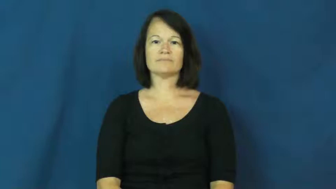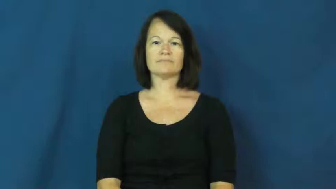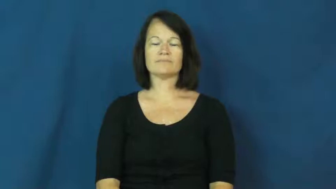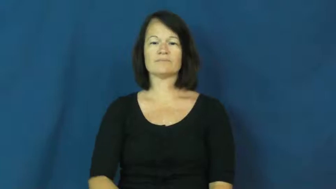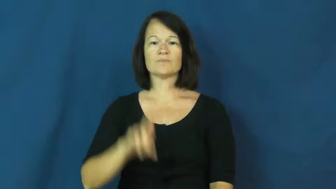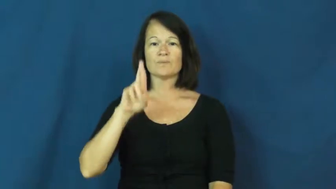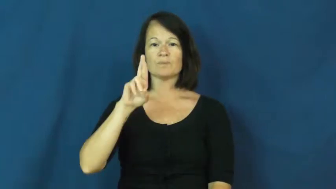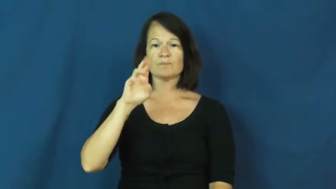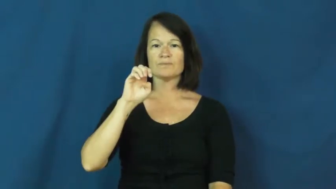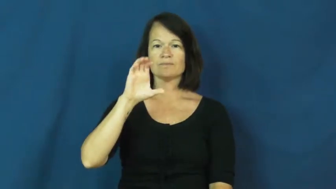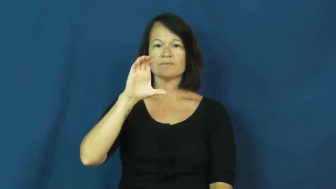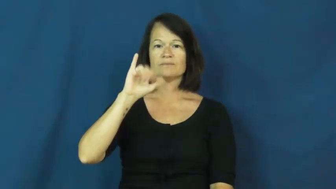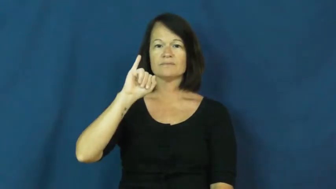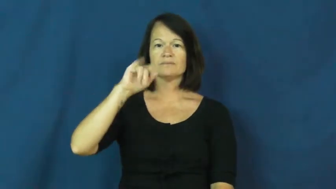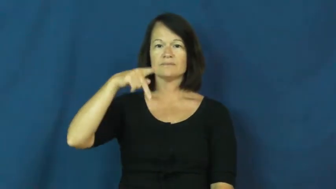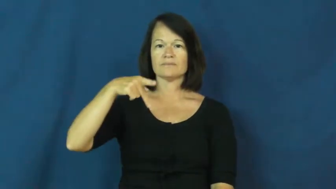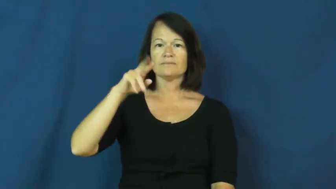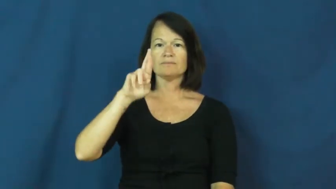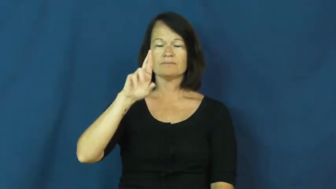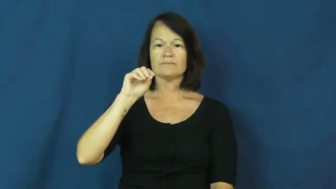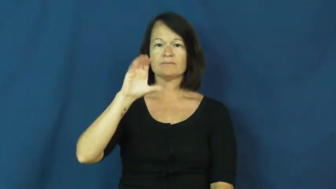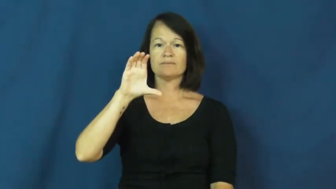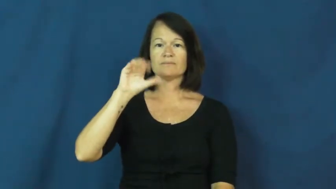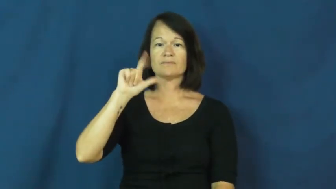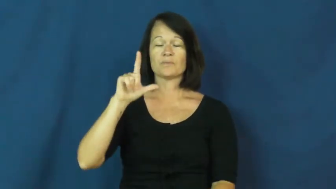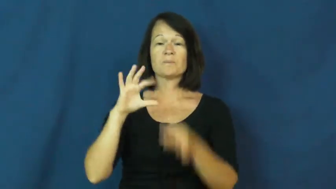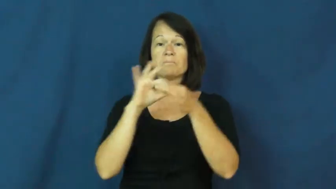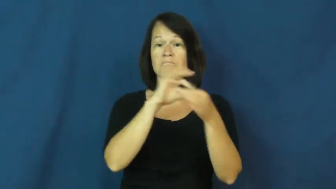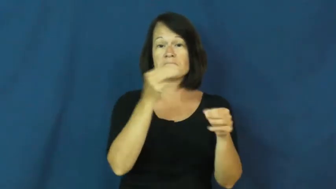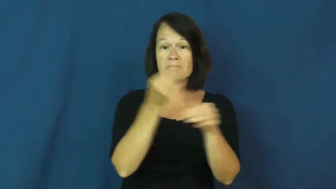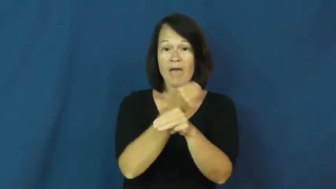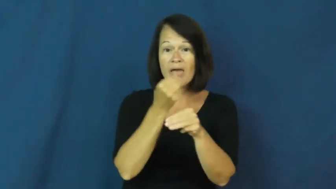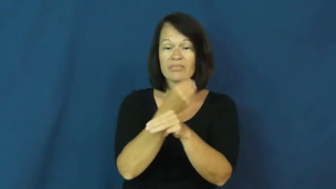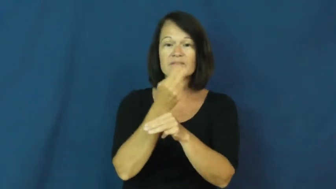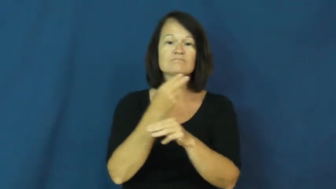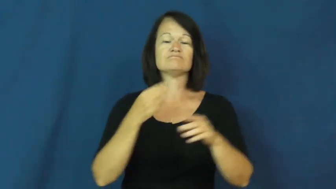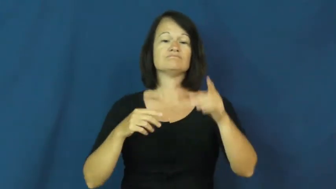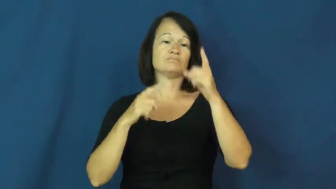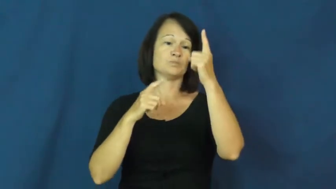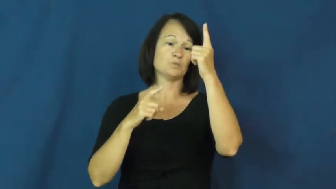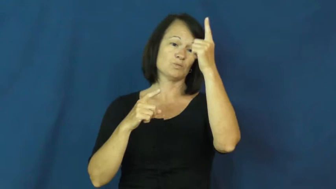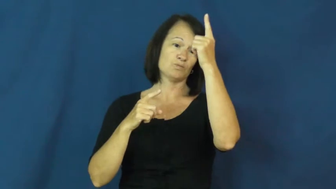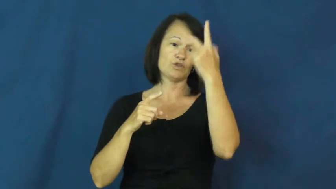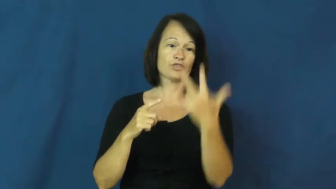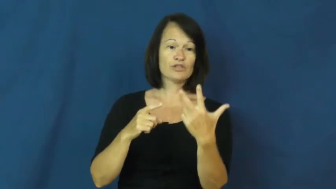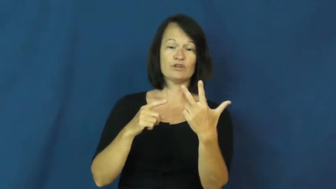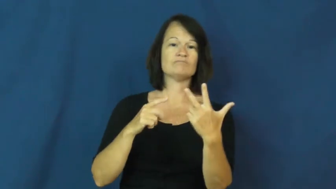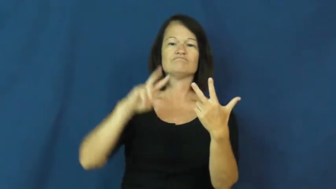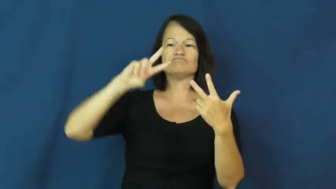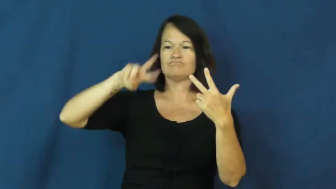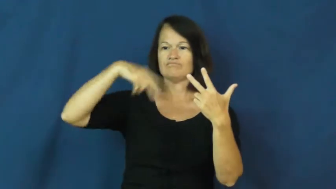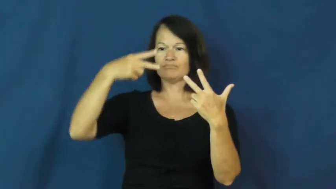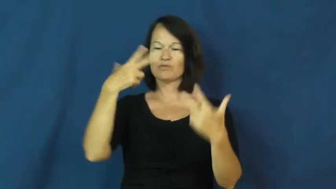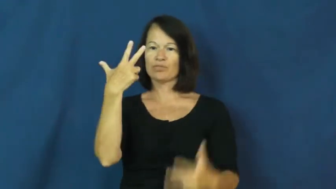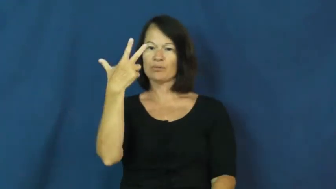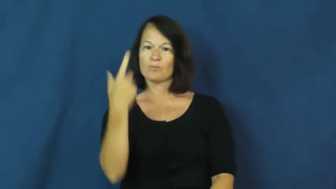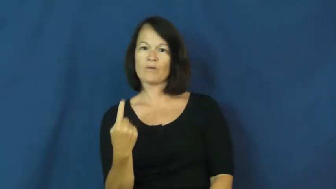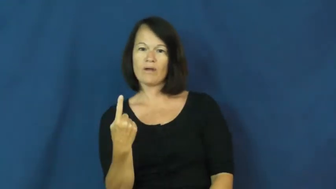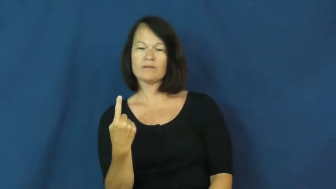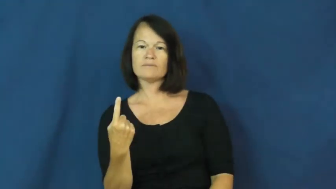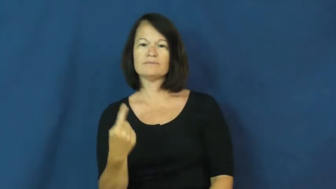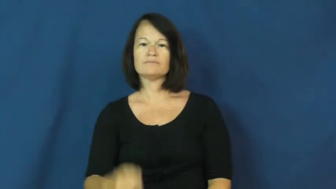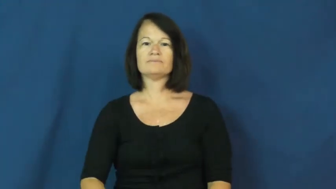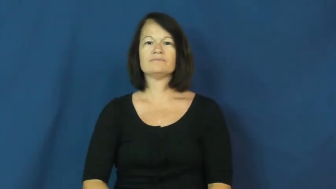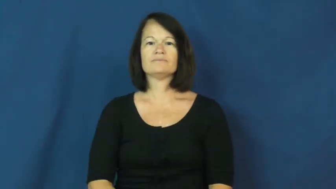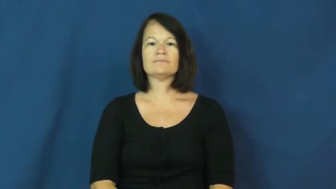reciprocal-math